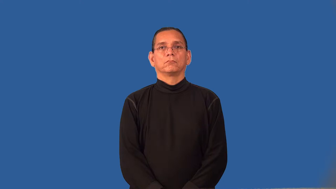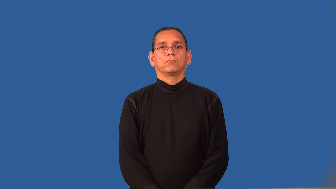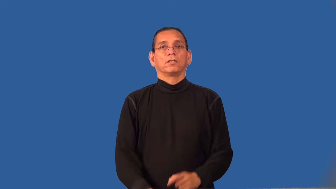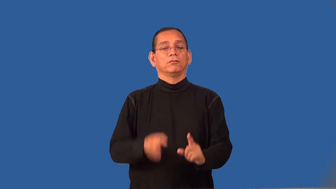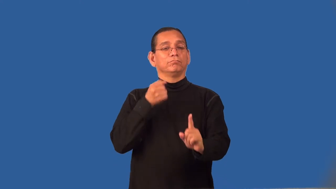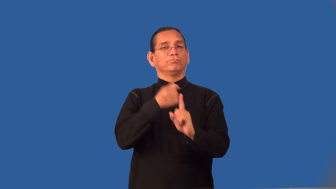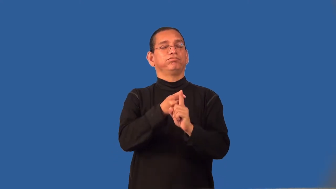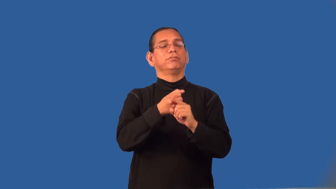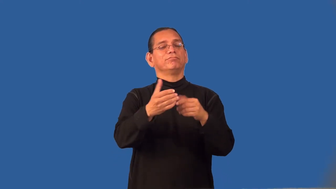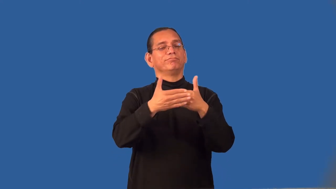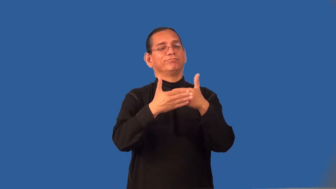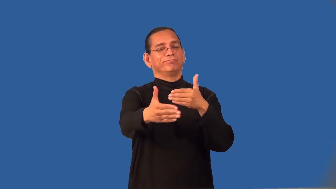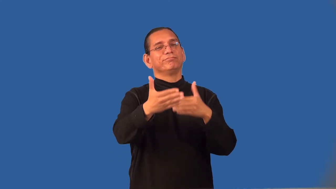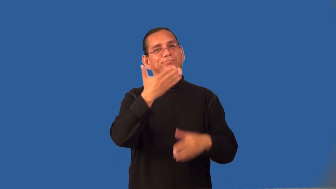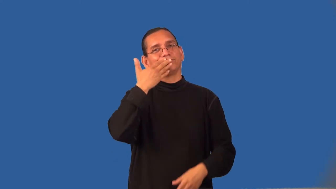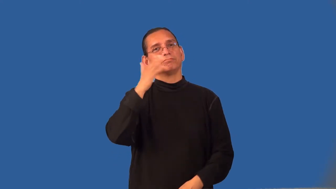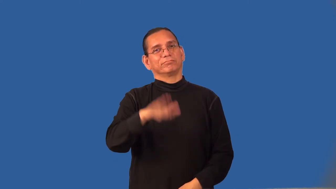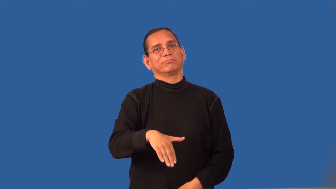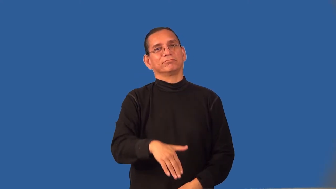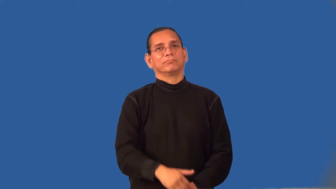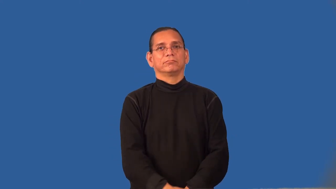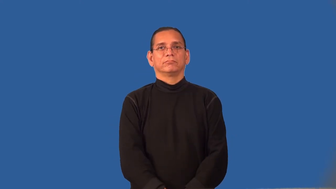repercussion